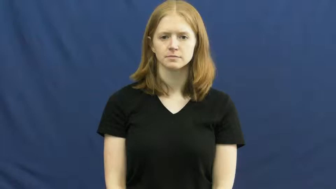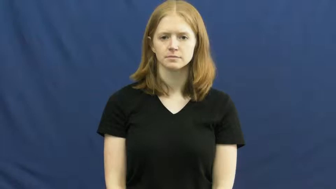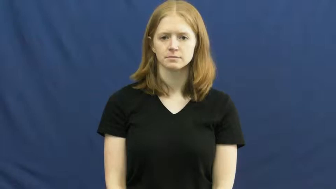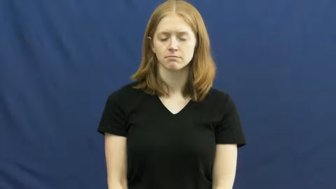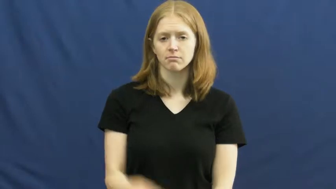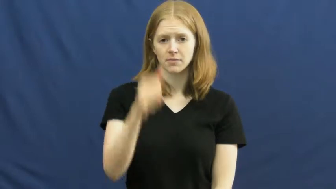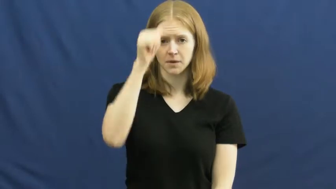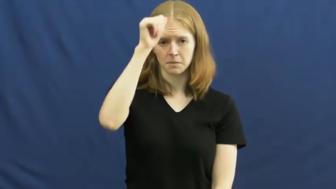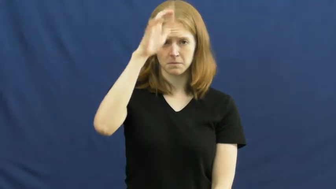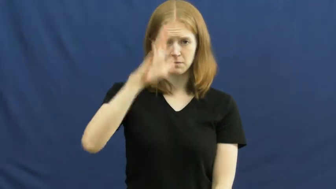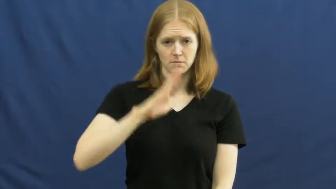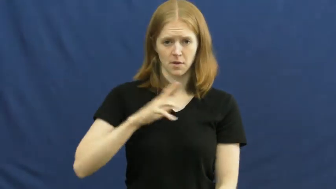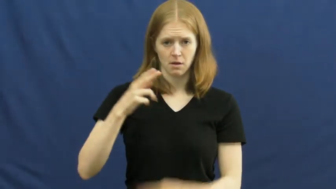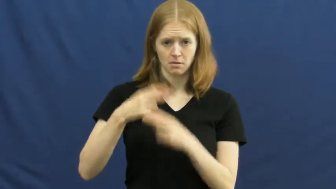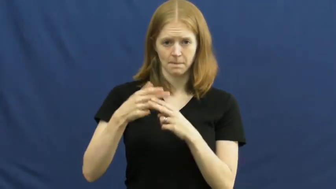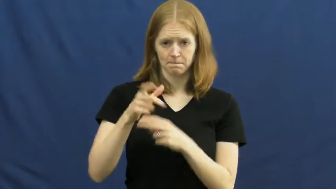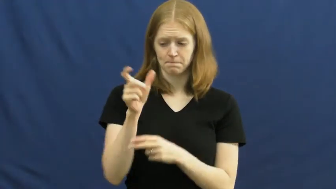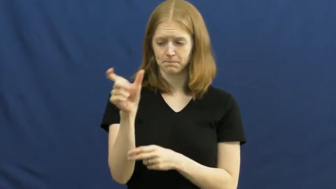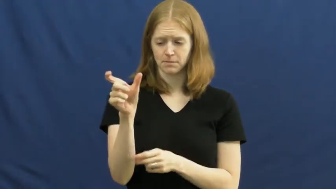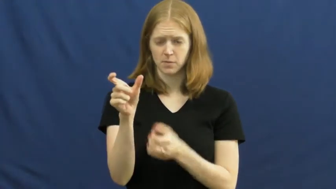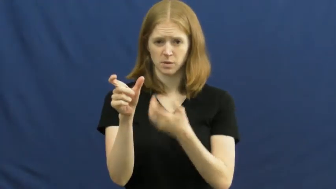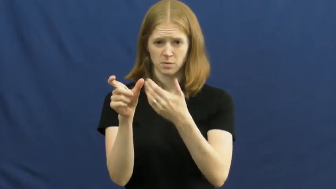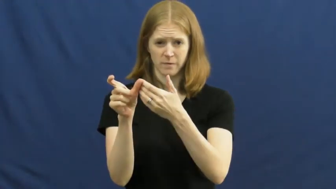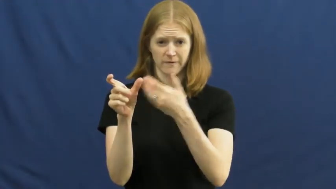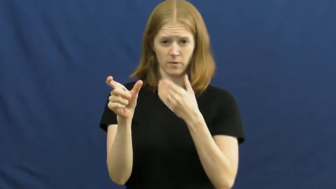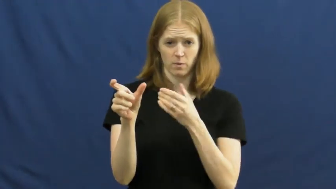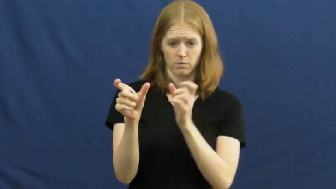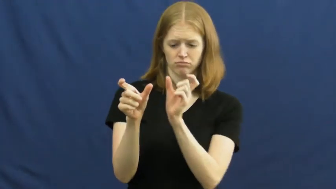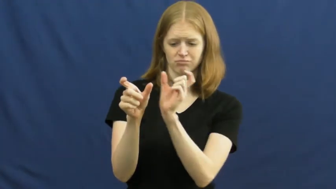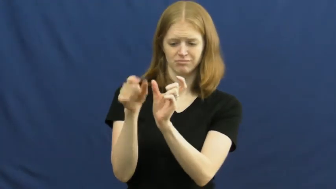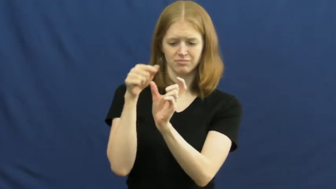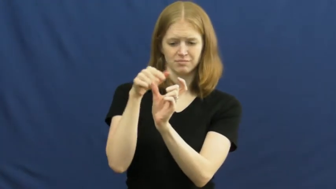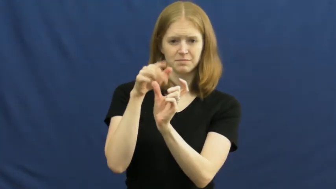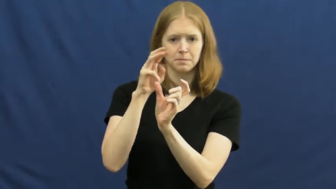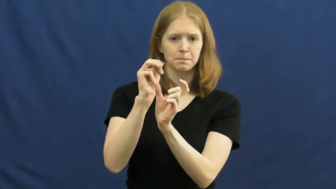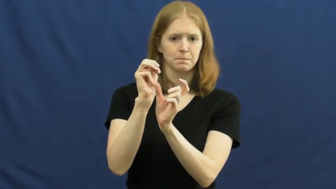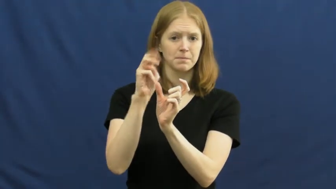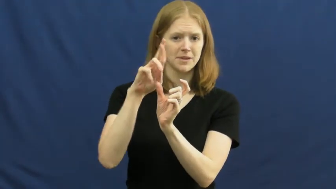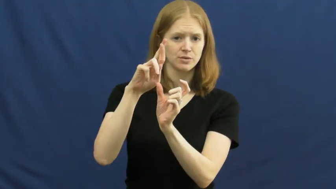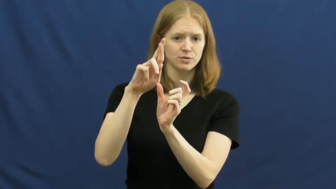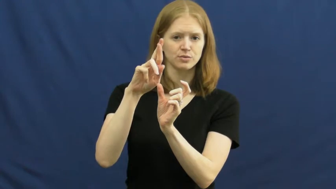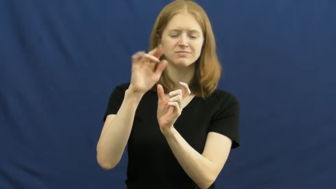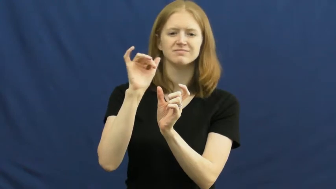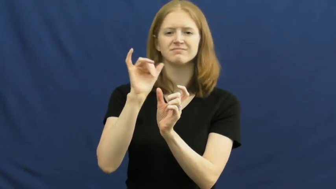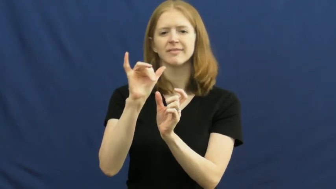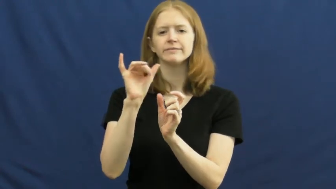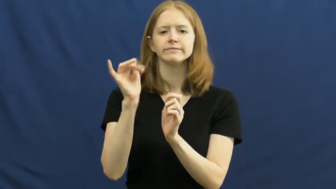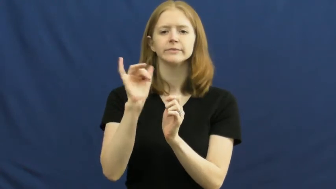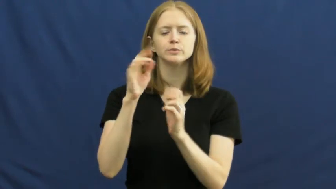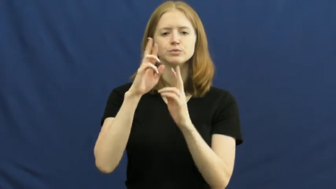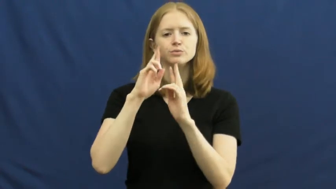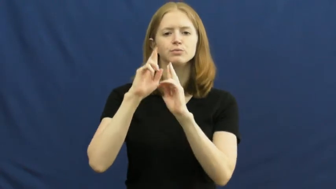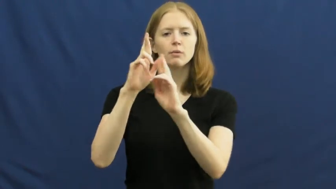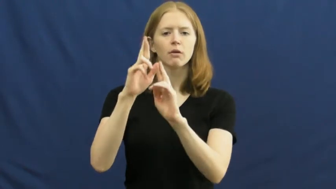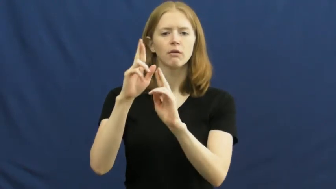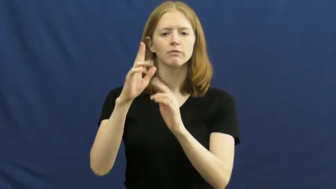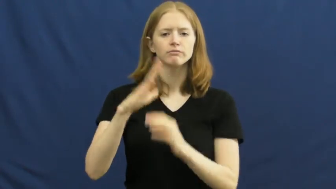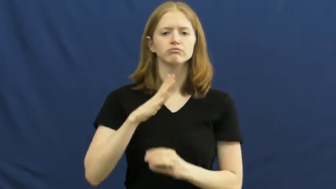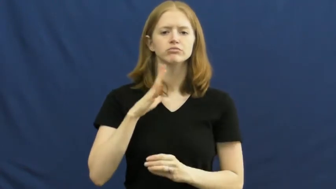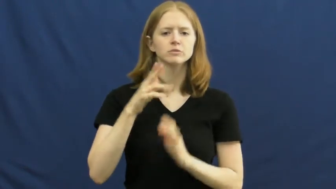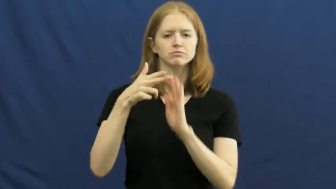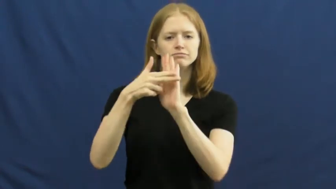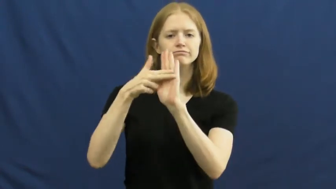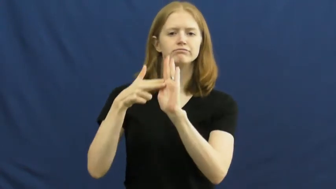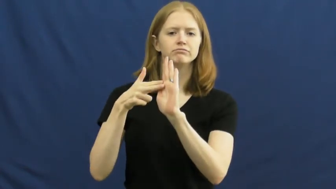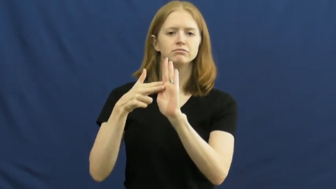mister,monsieur,senor,signor